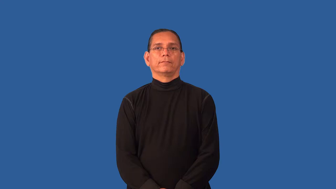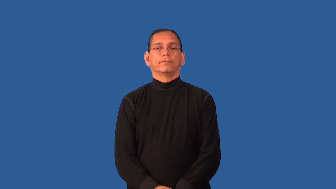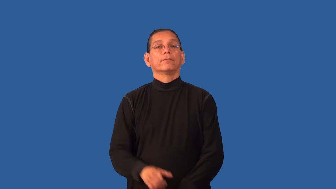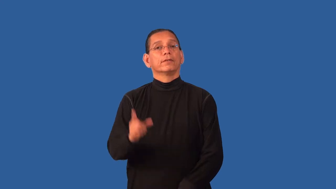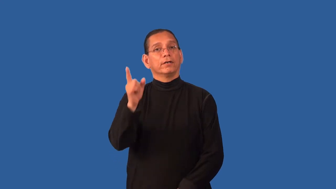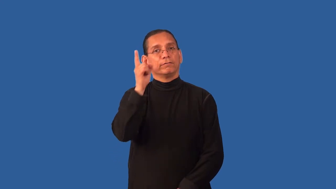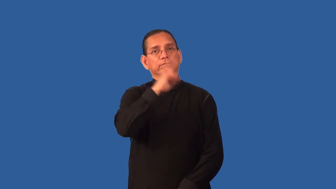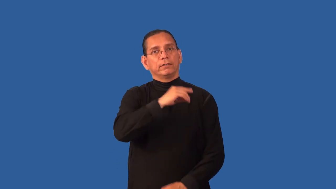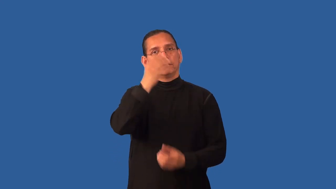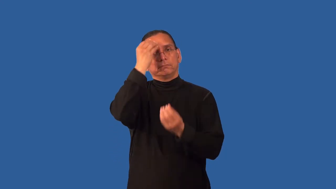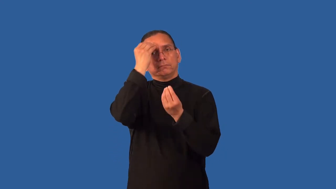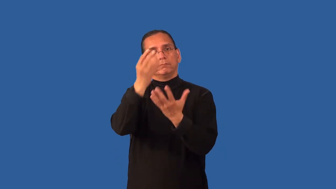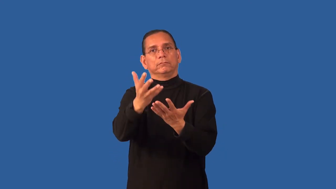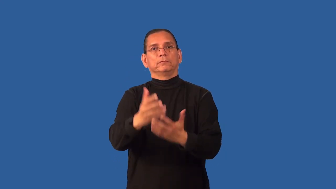disinformation